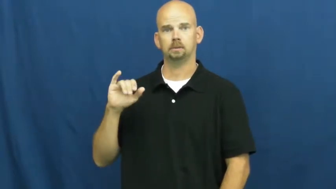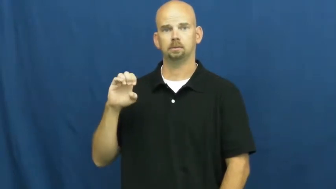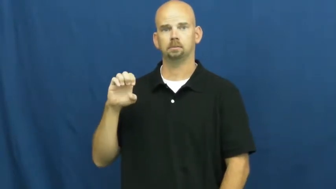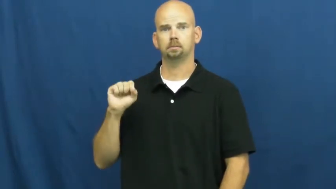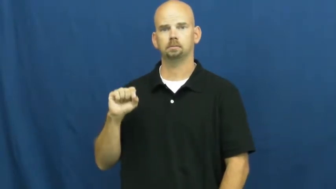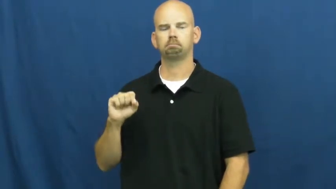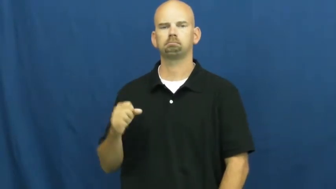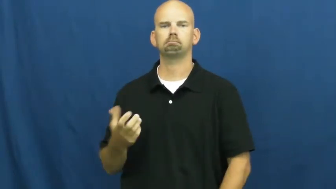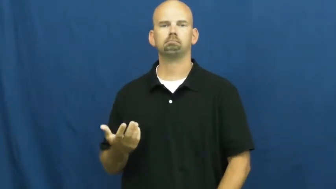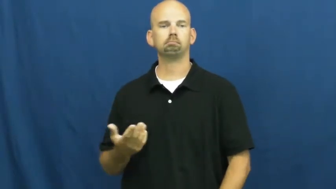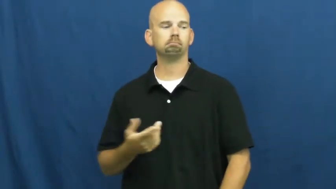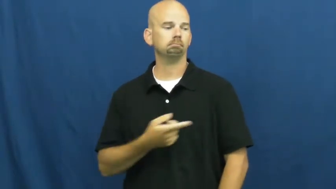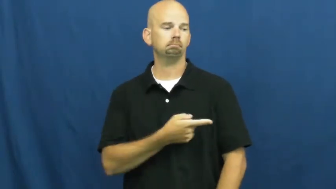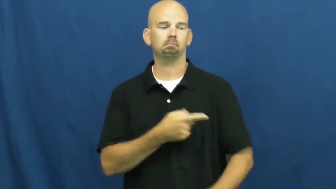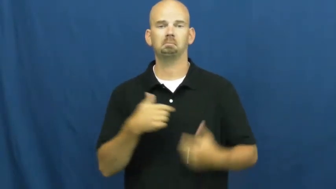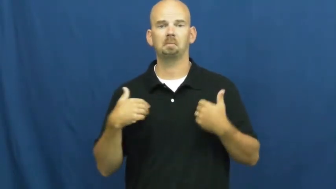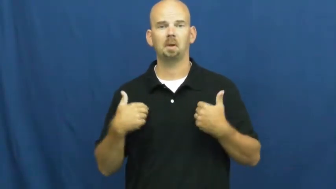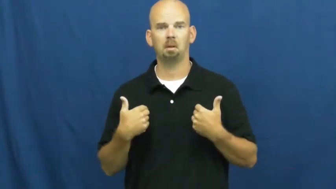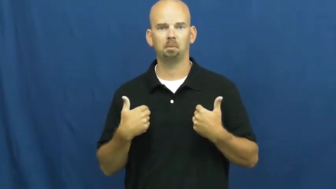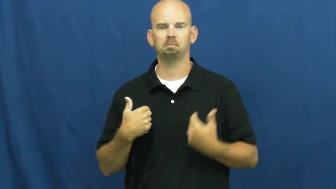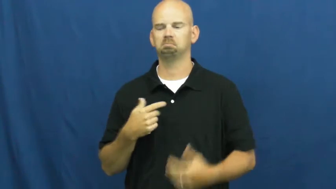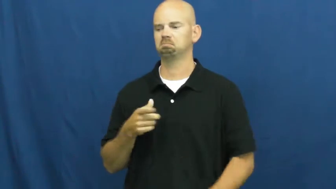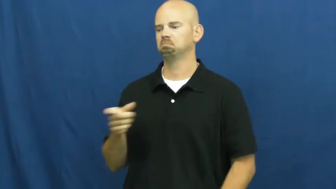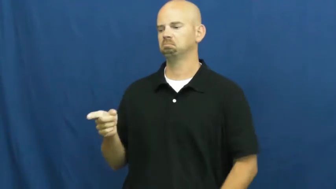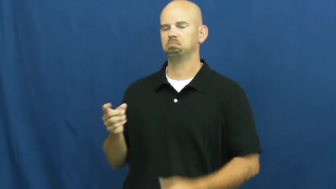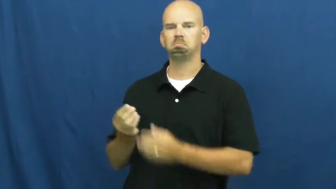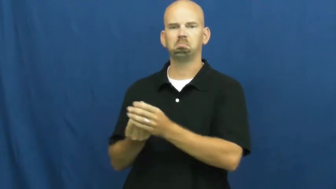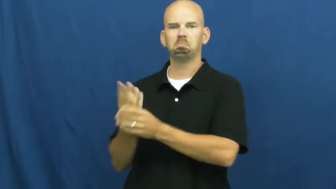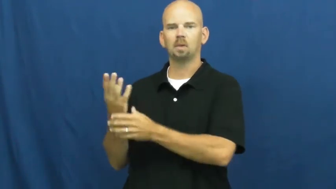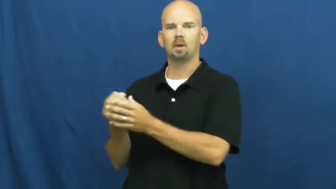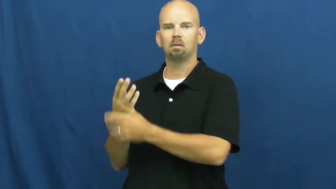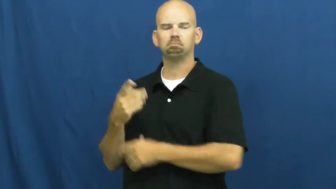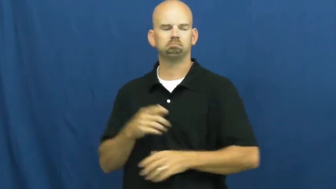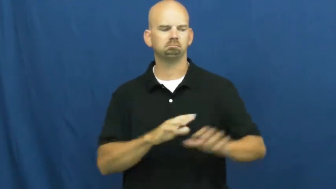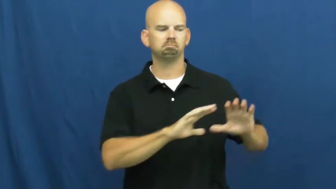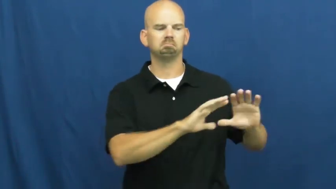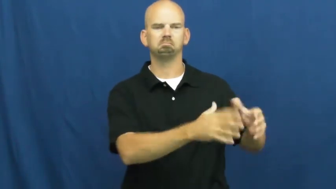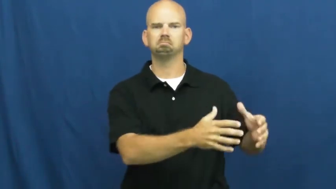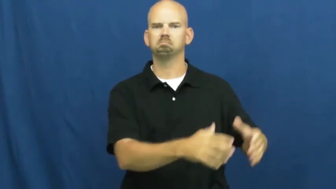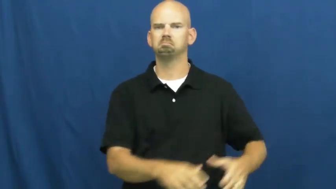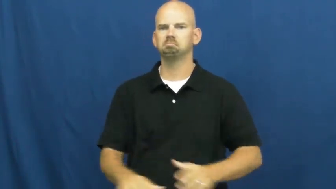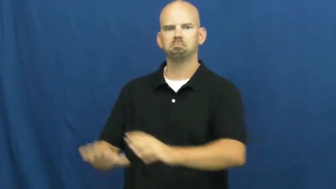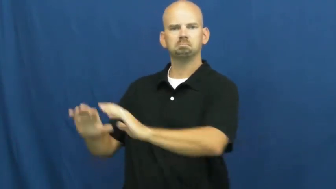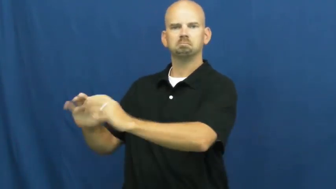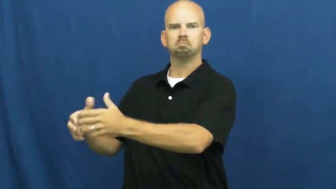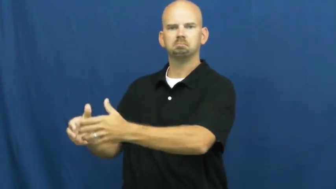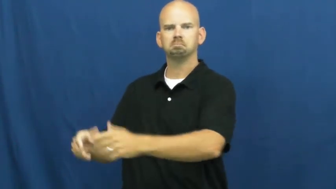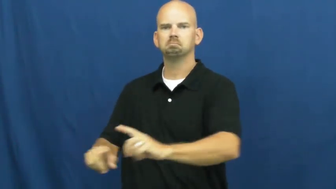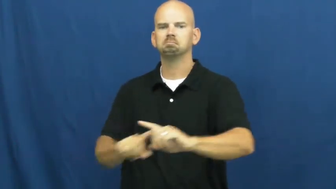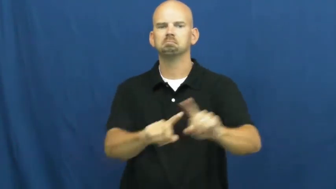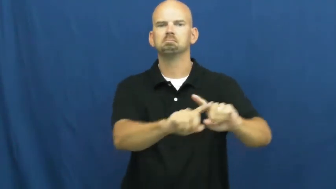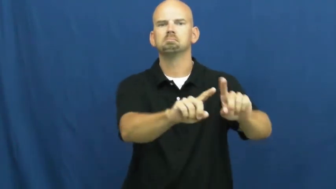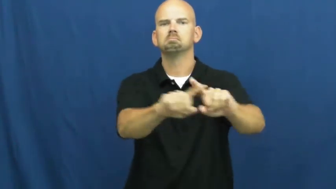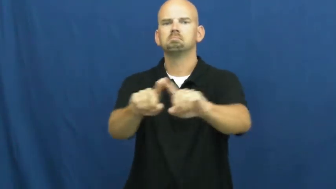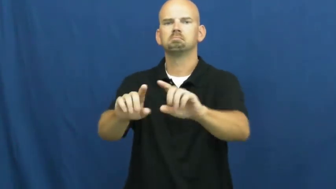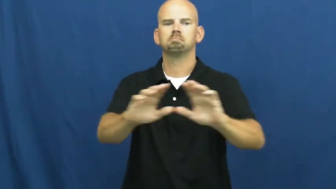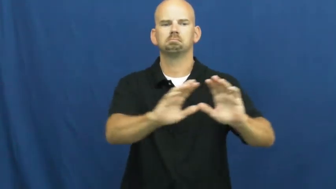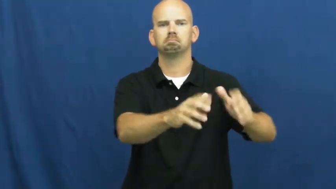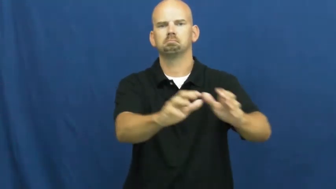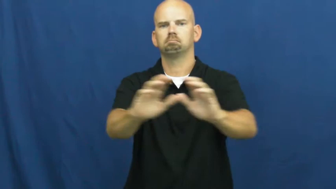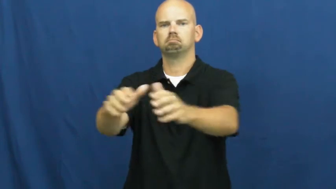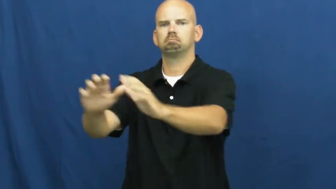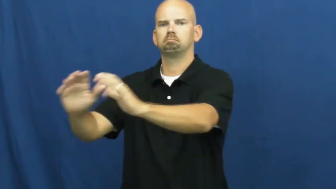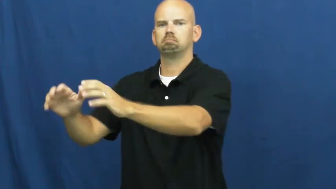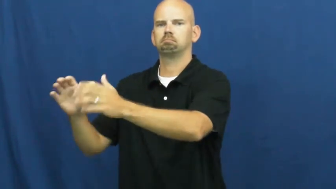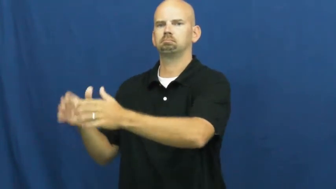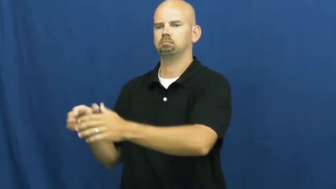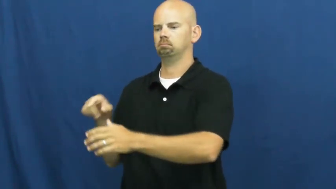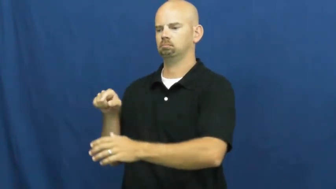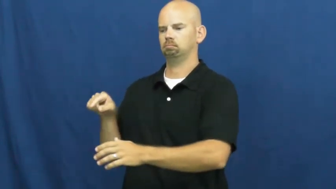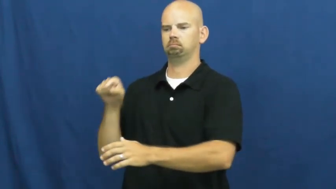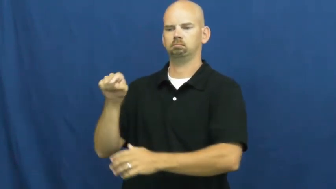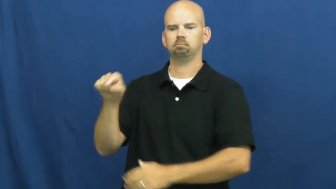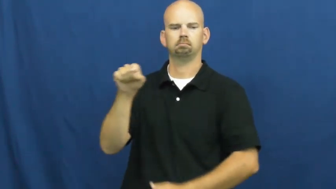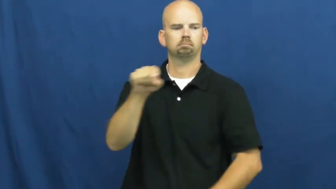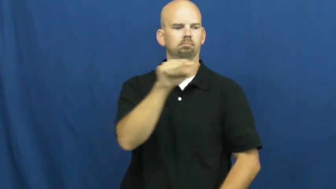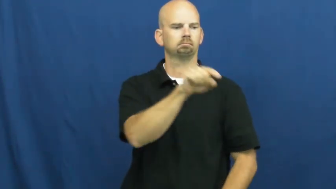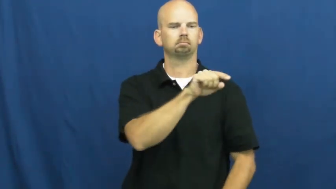species